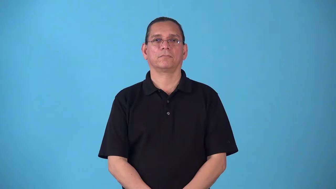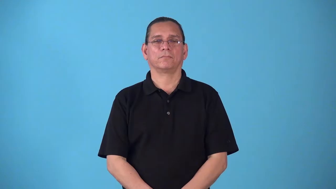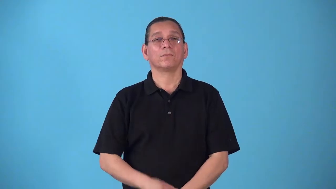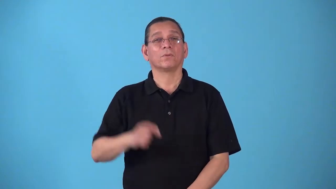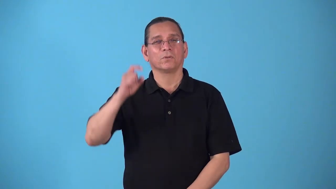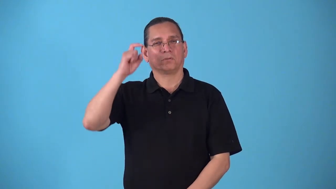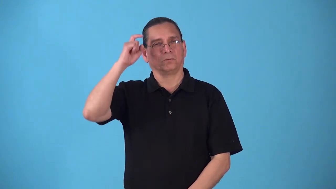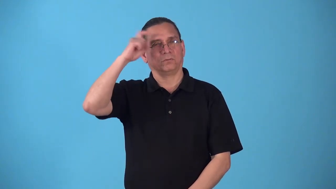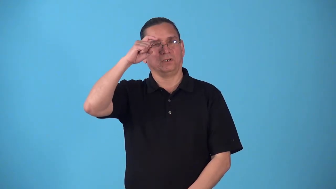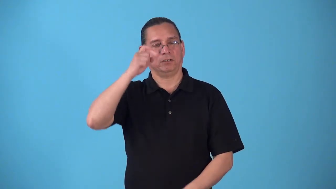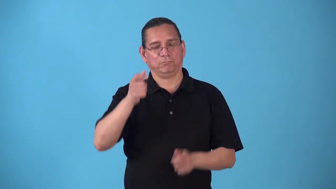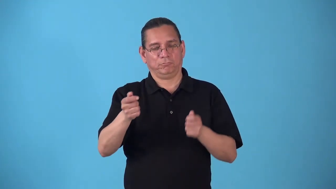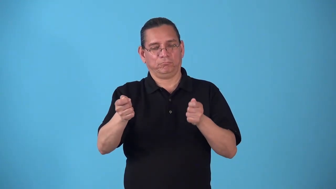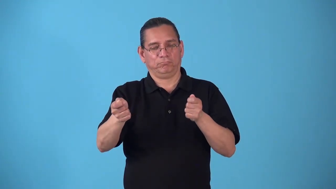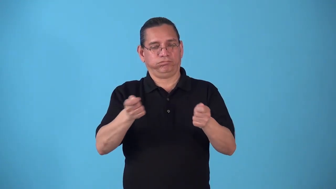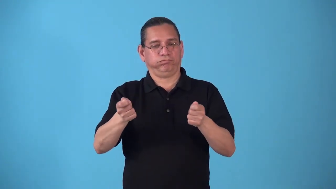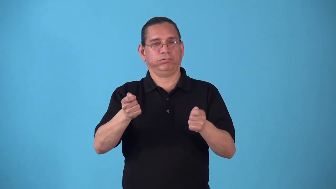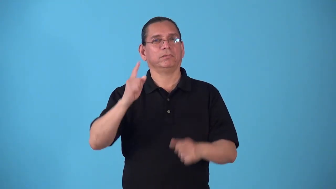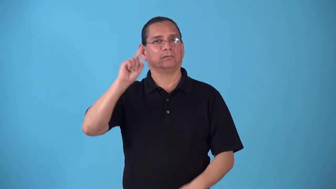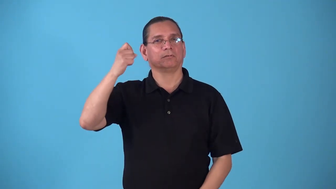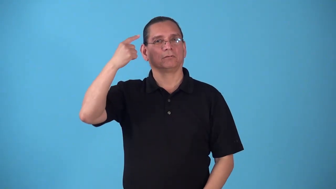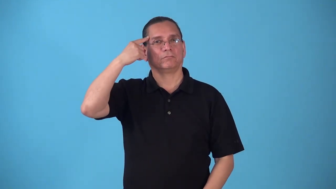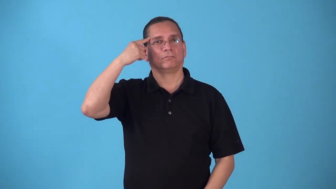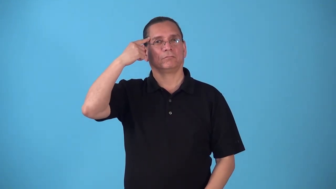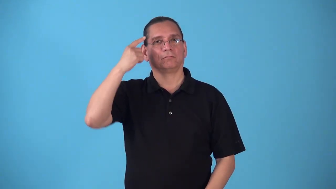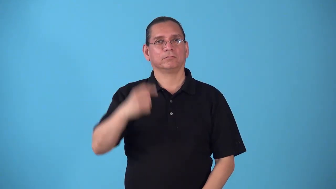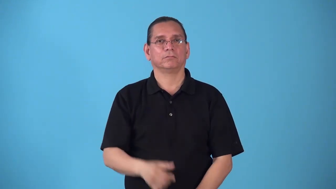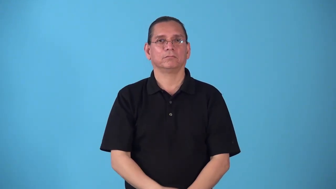statesmanship